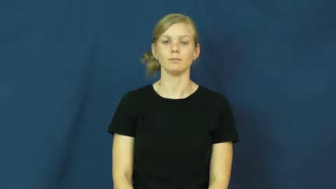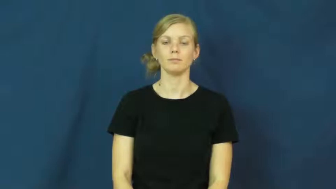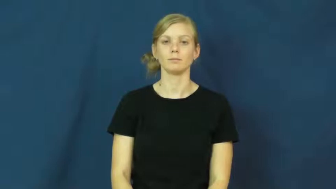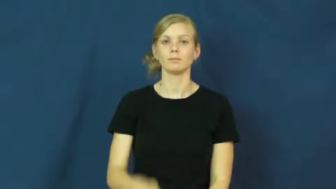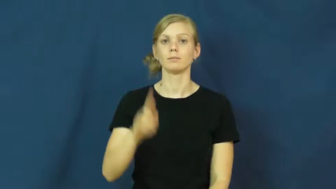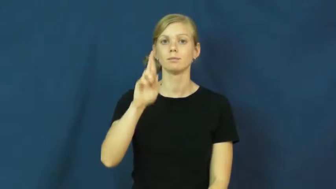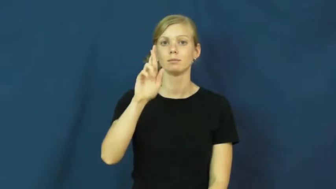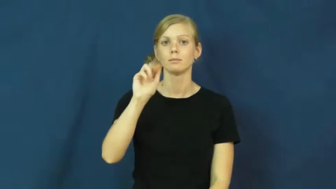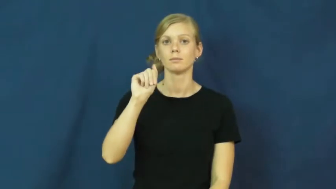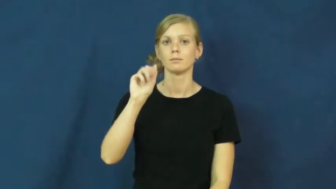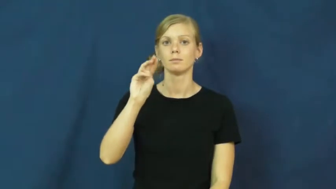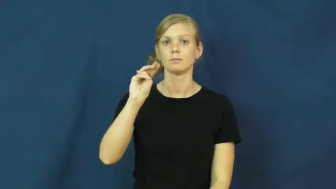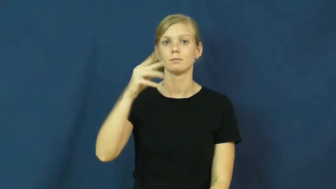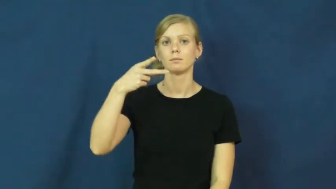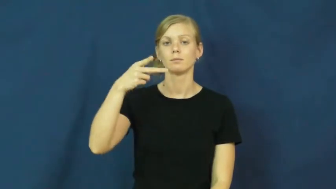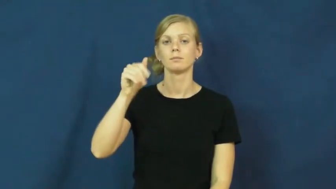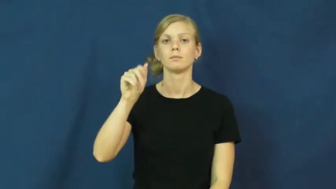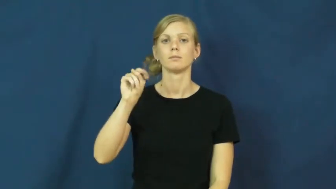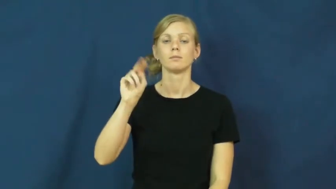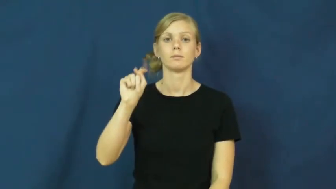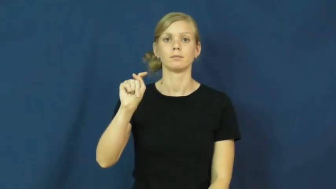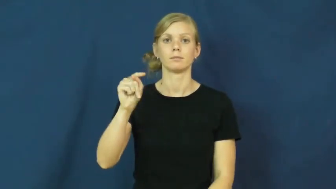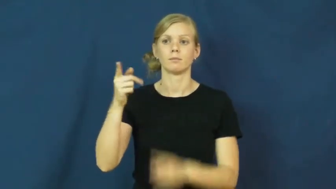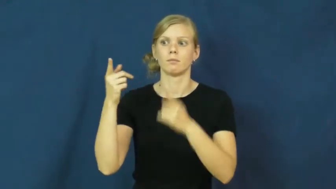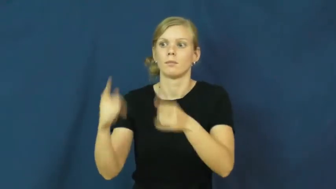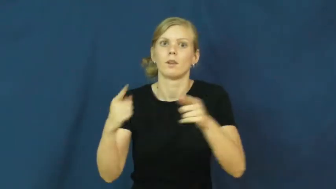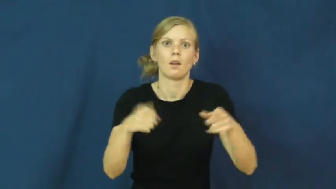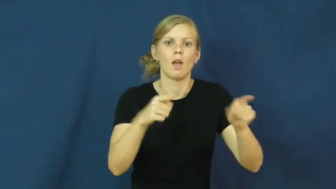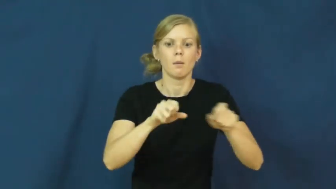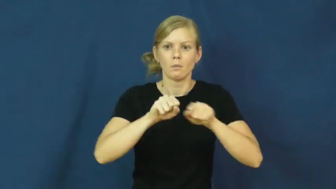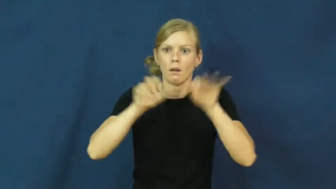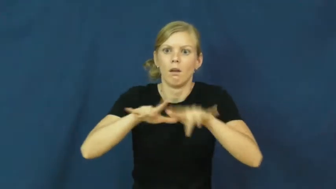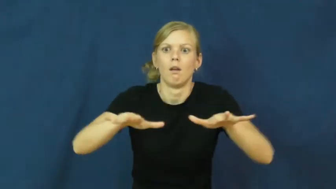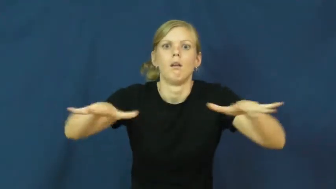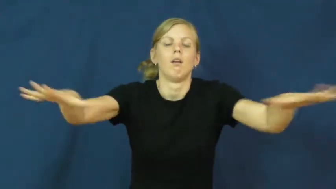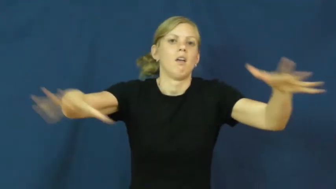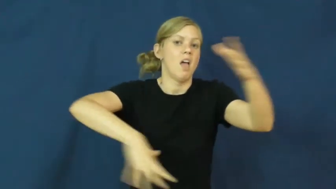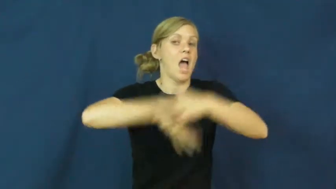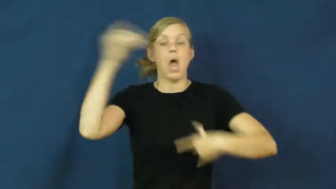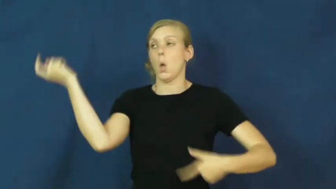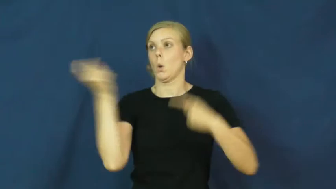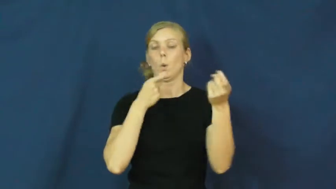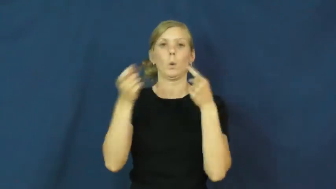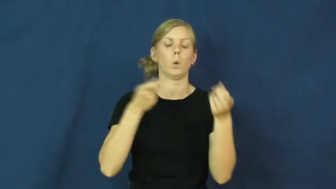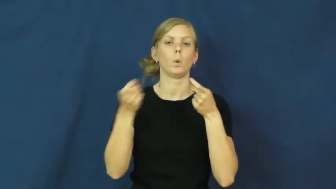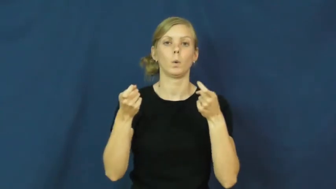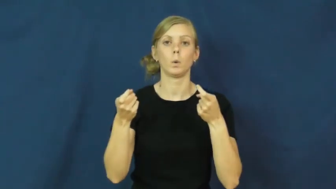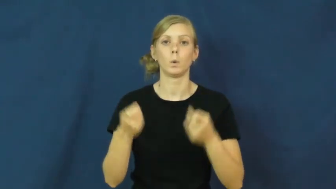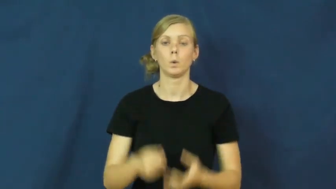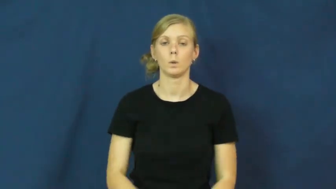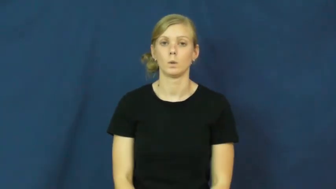rampant